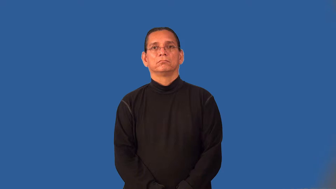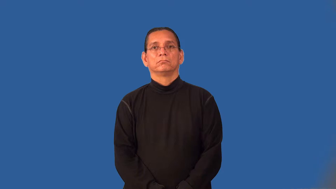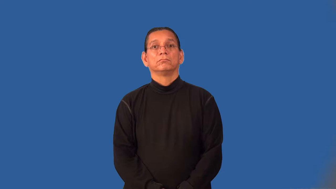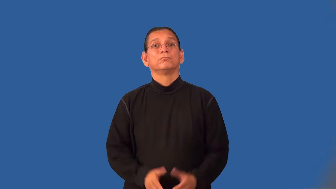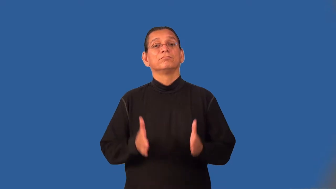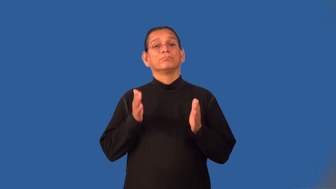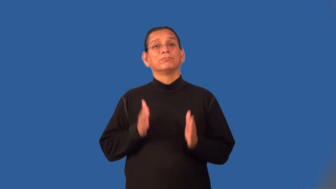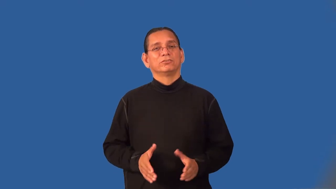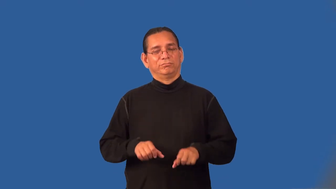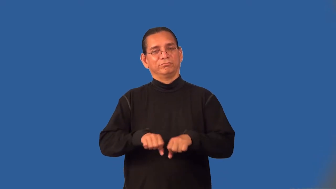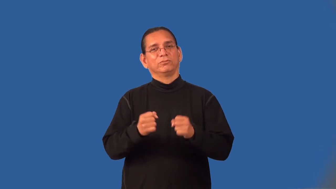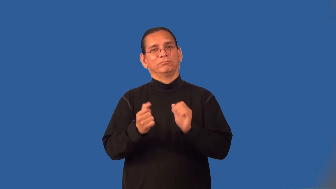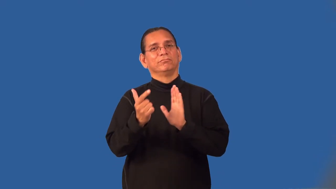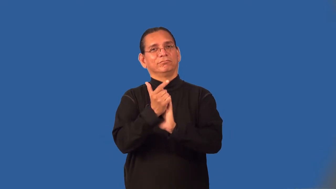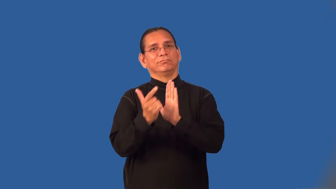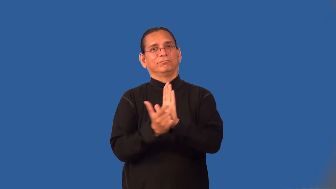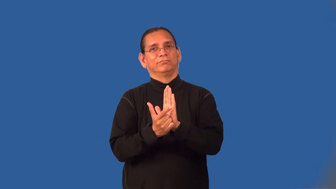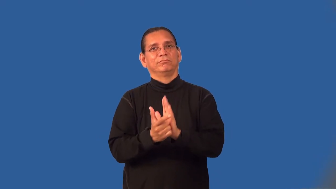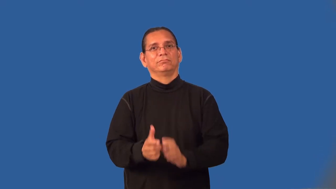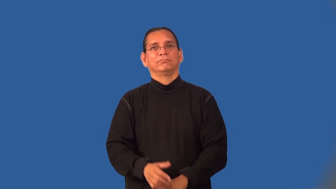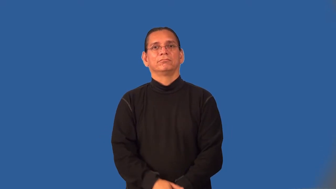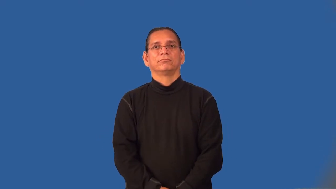lawbreaker